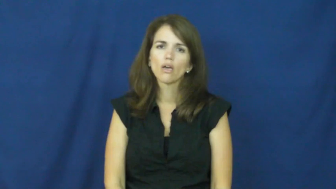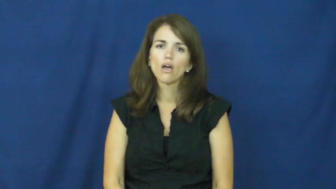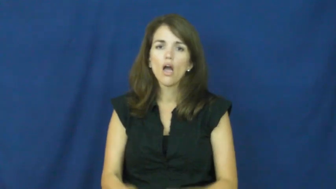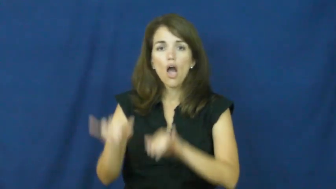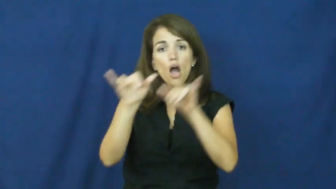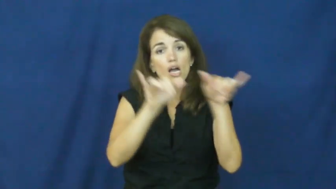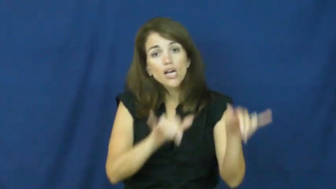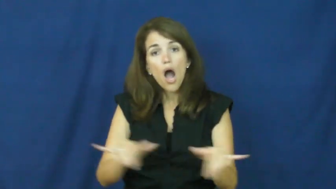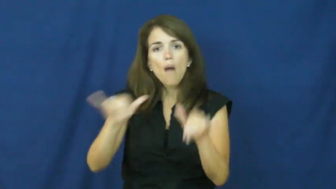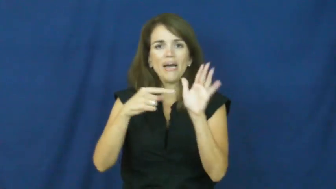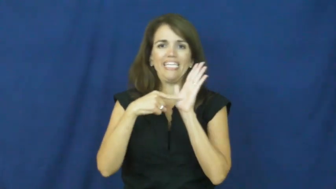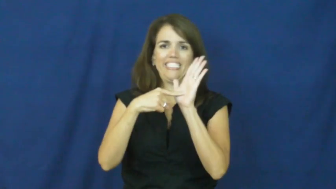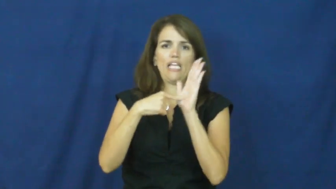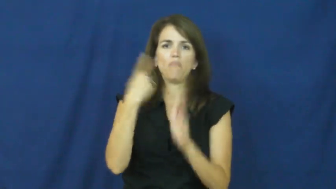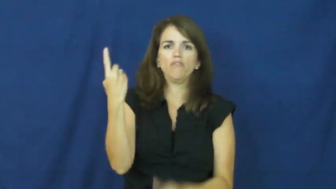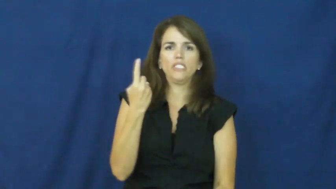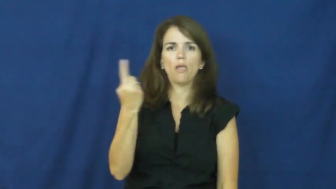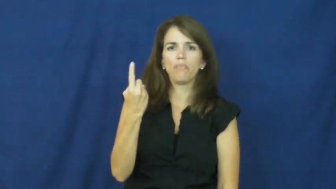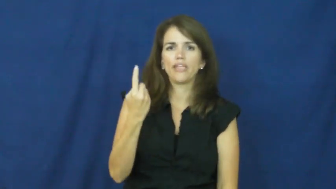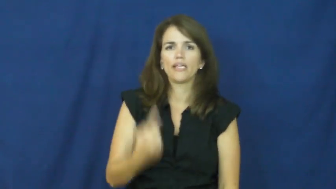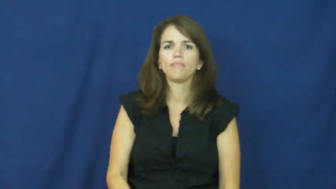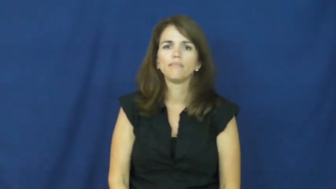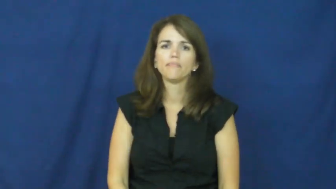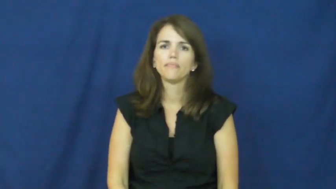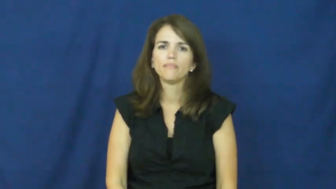"a textbook case", "a textbook example"